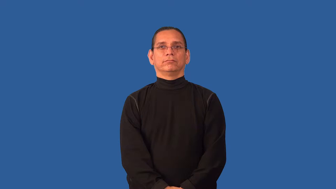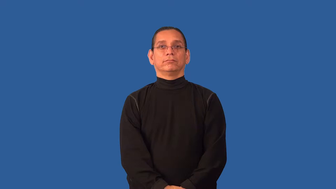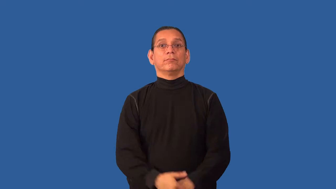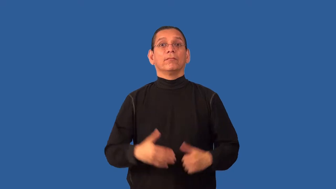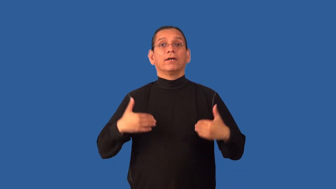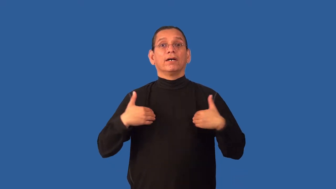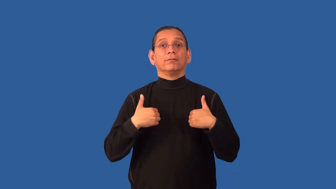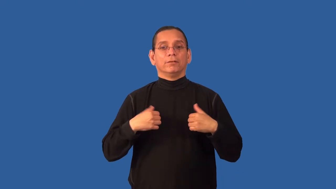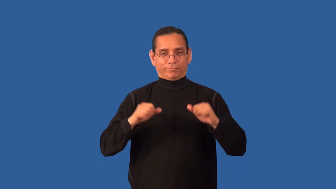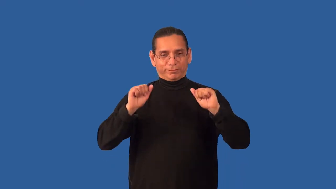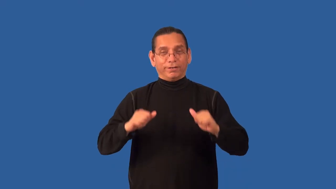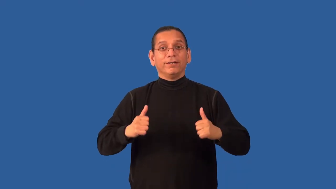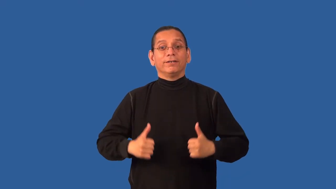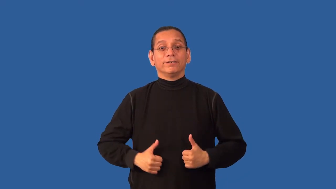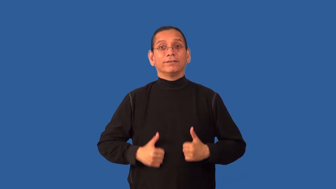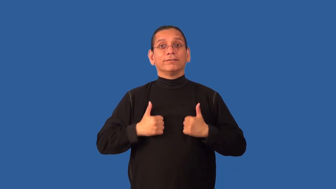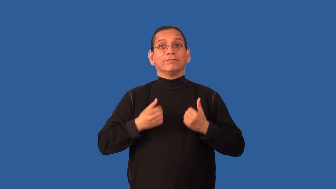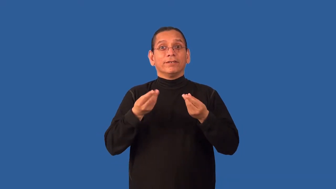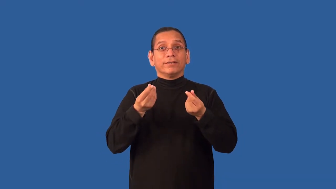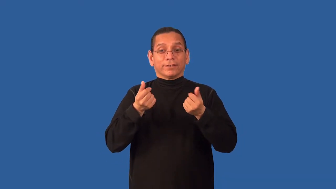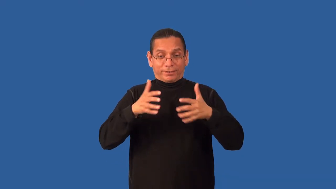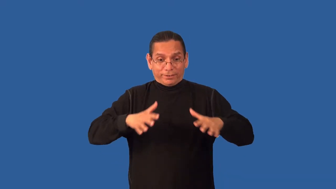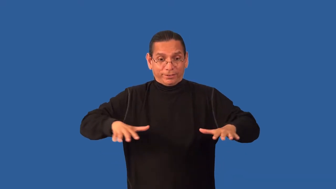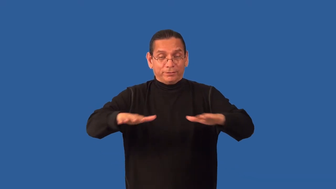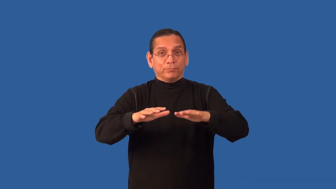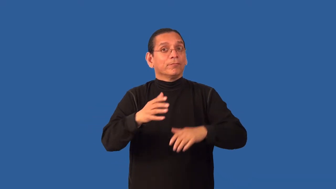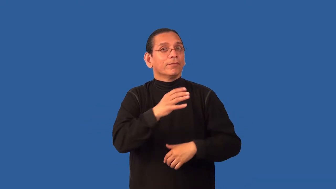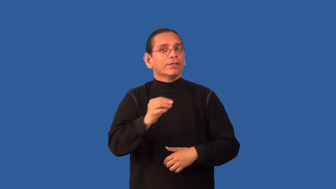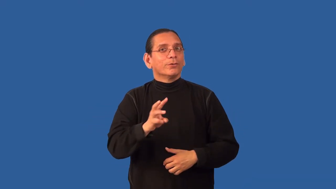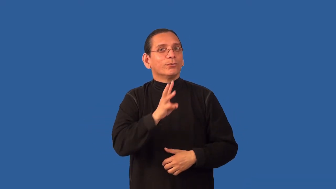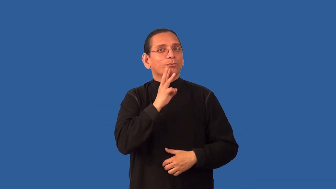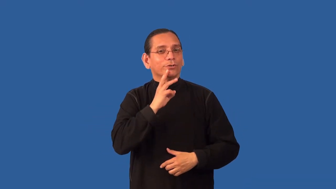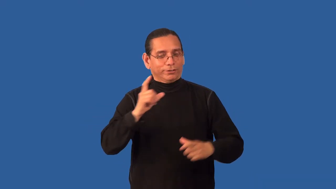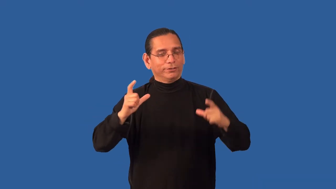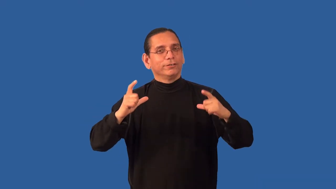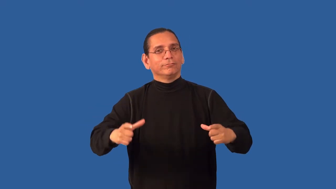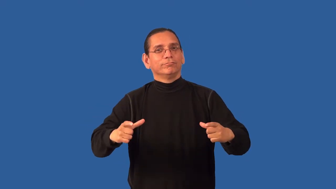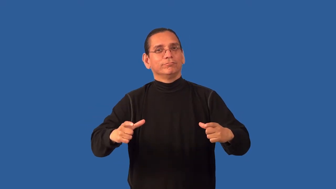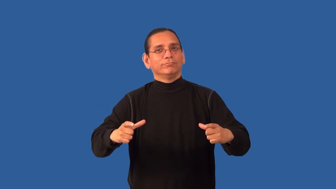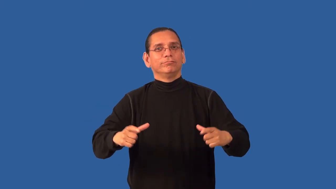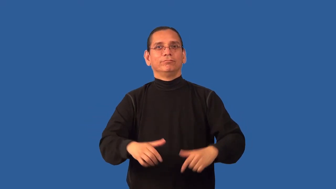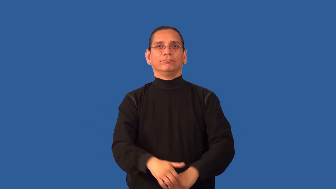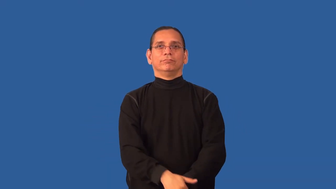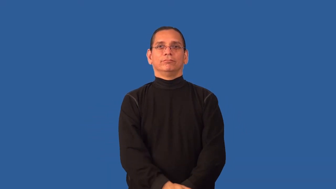amphibian-animal